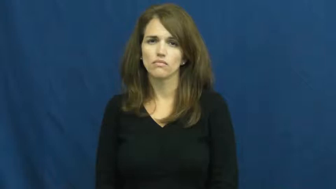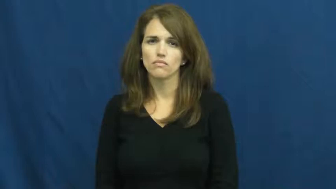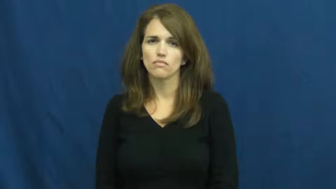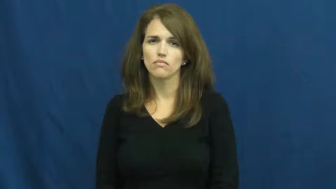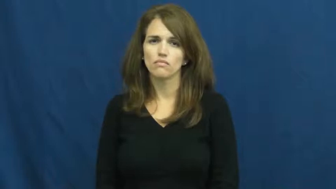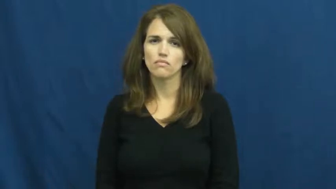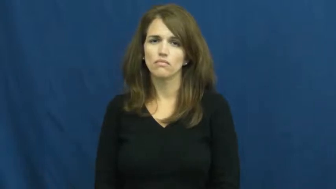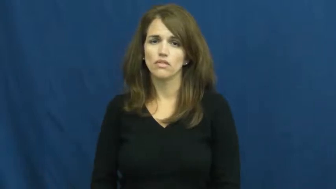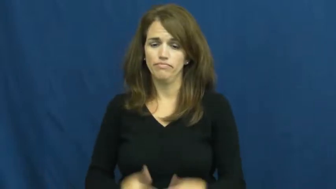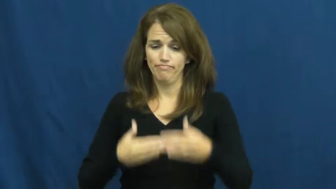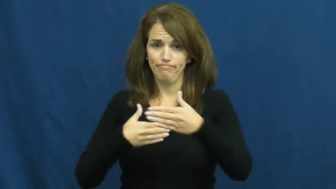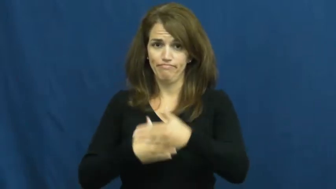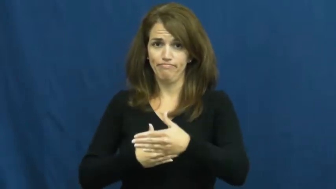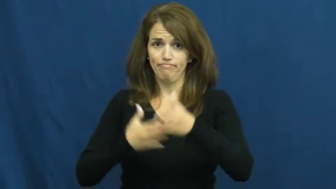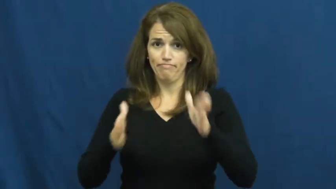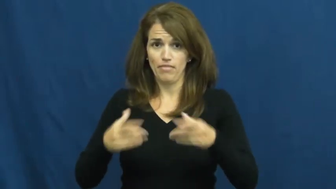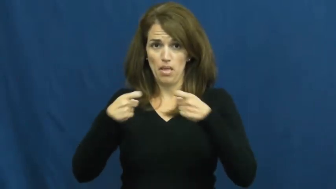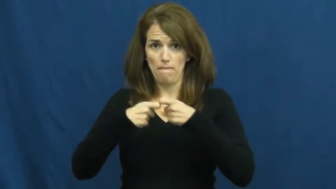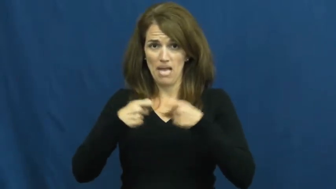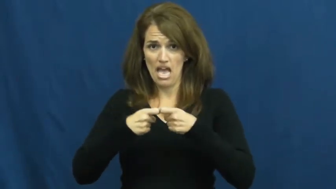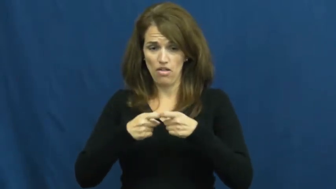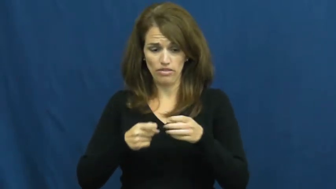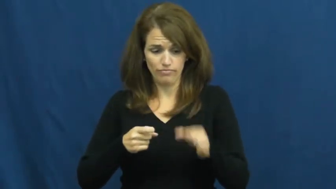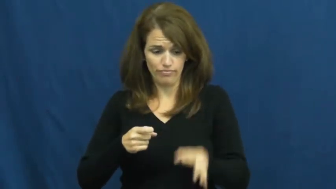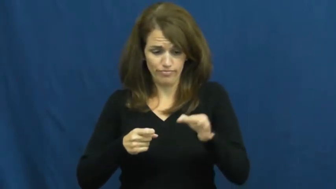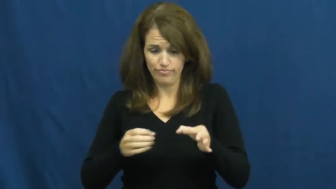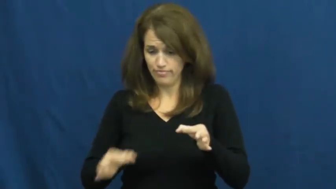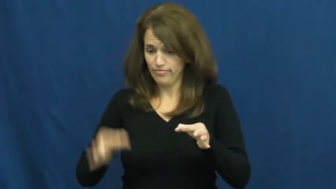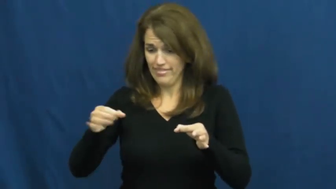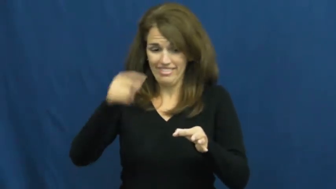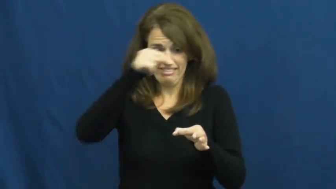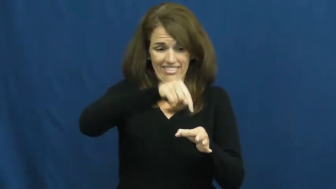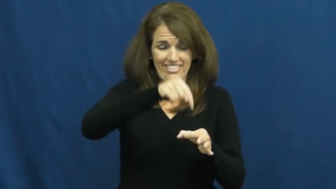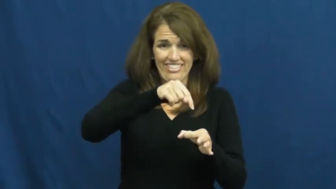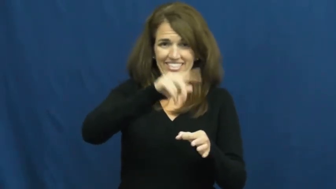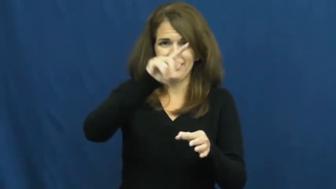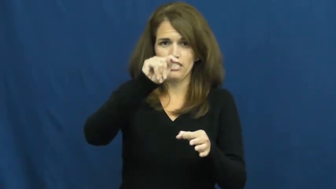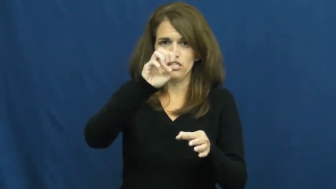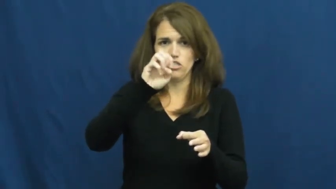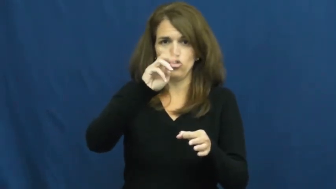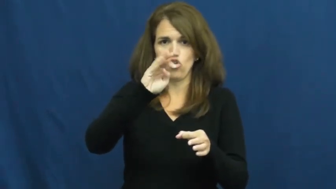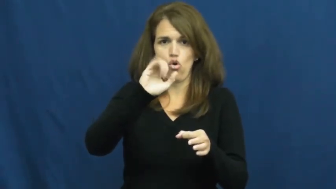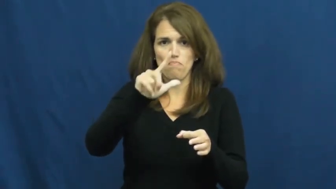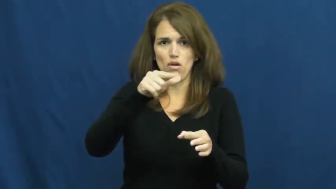terminal-battery